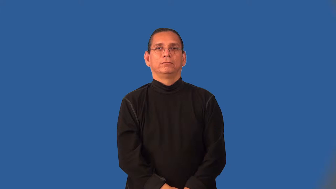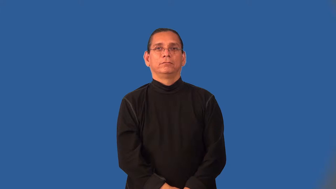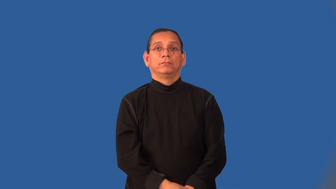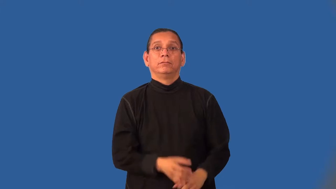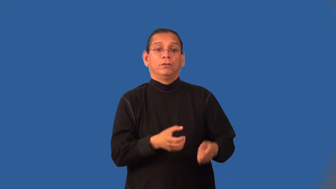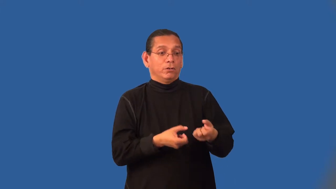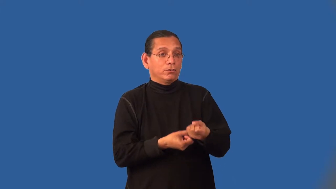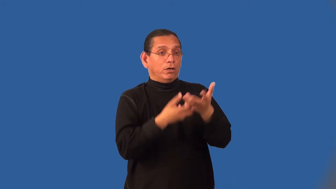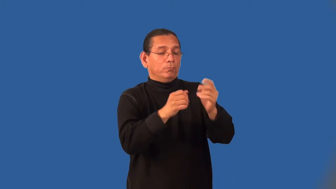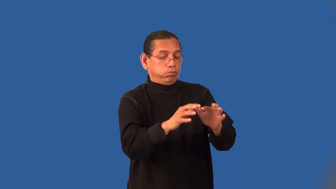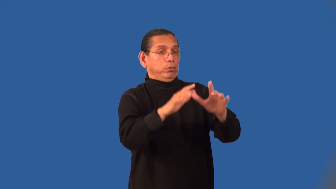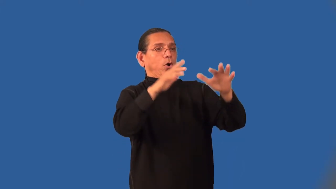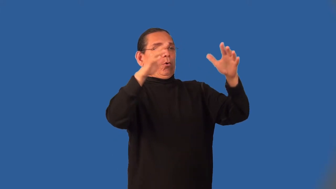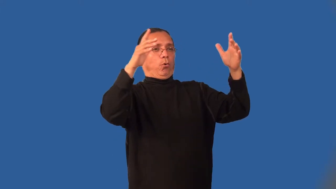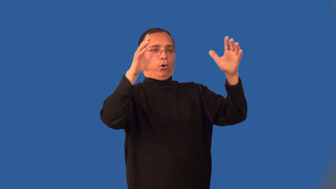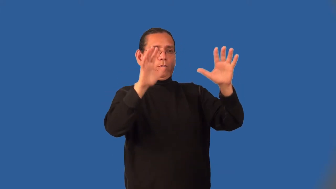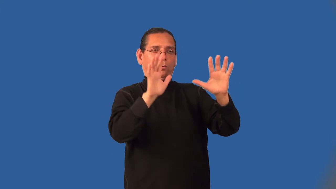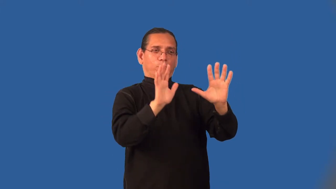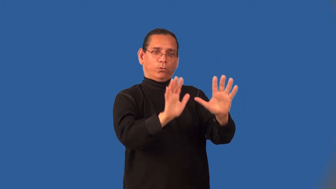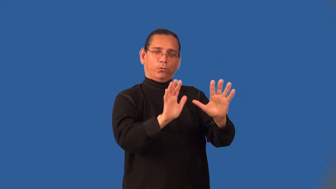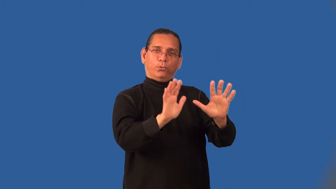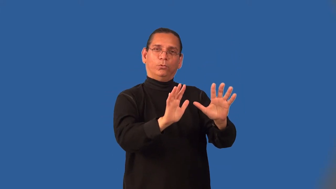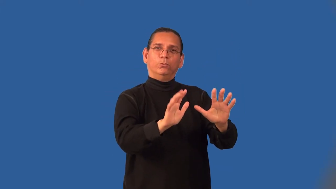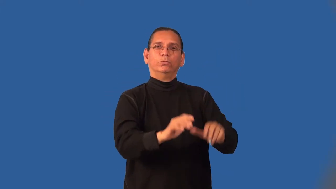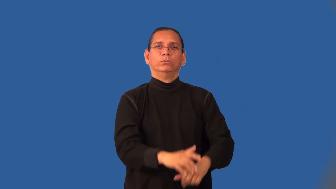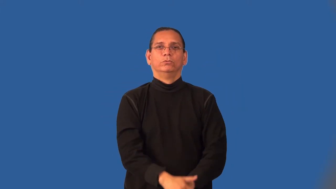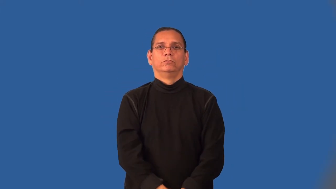inflame